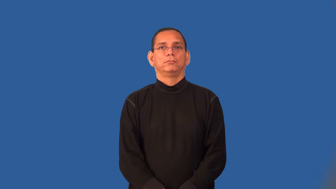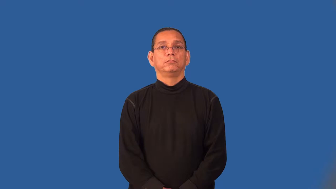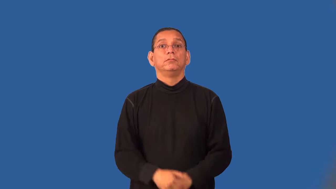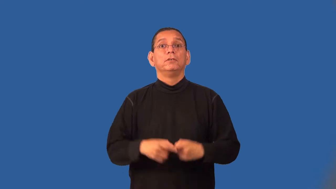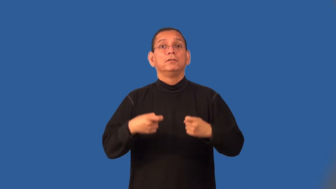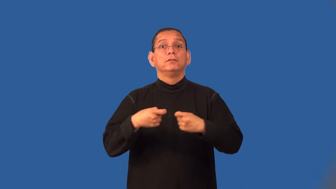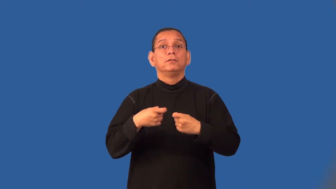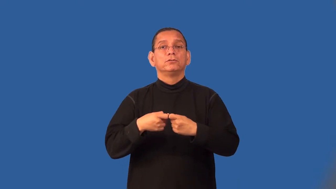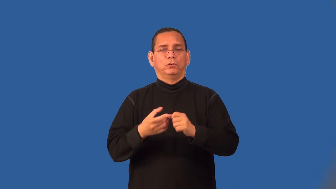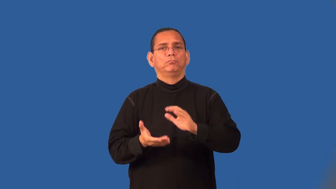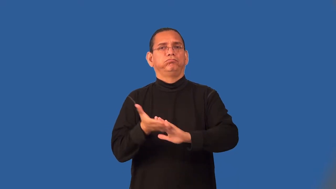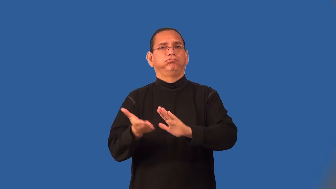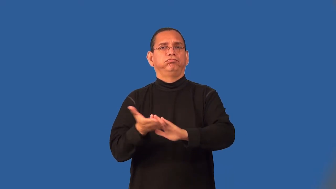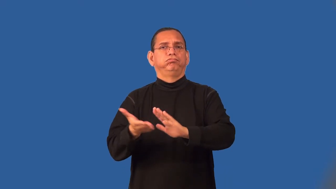service-electric